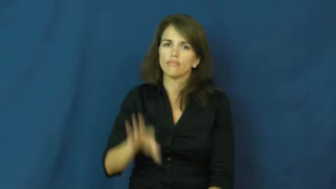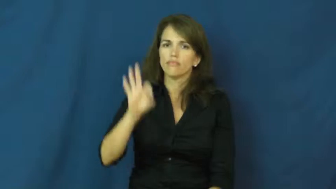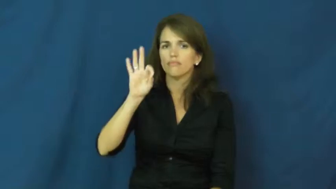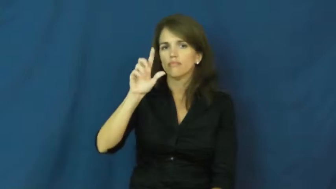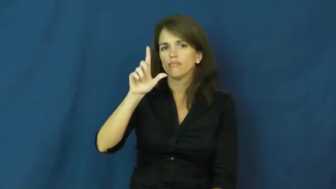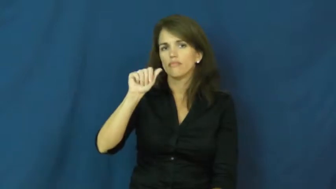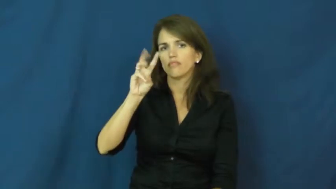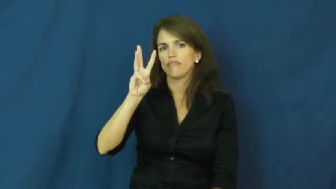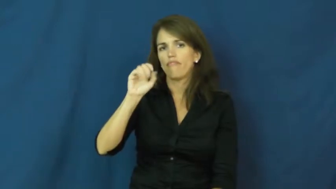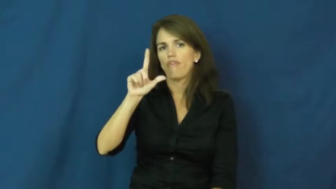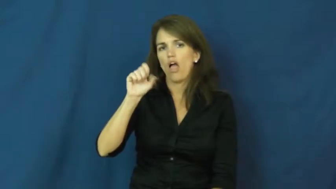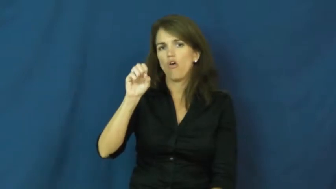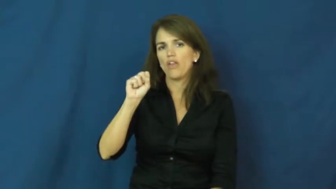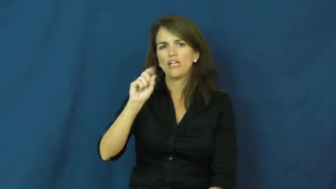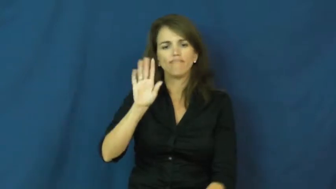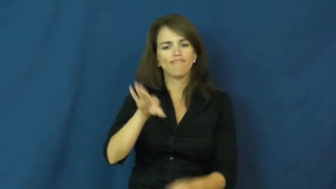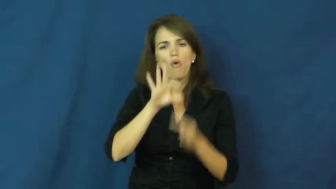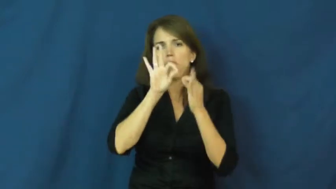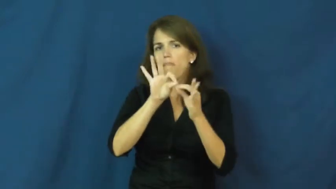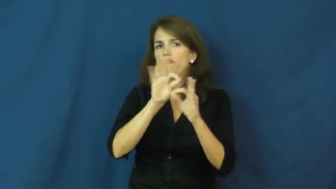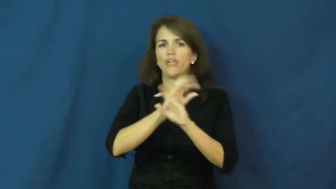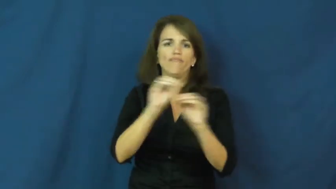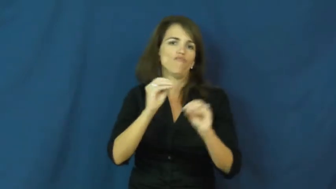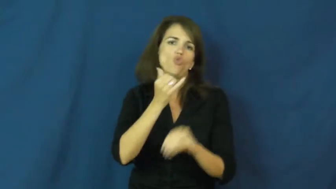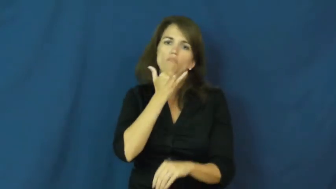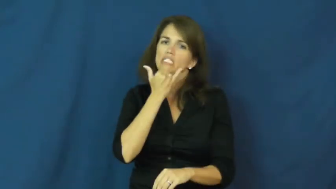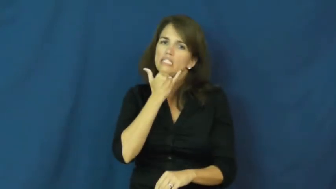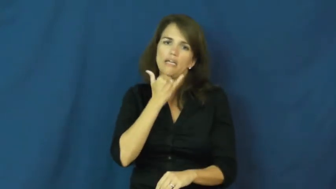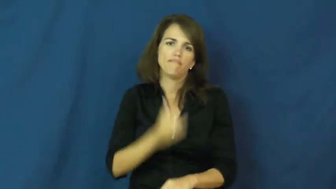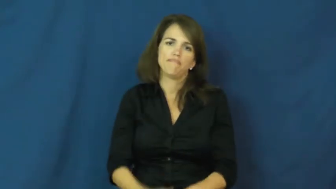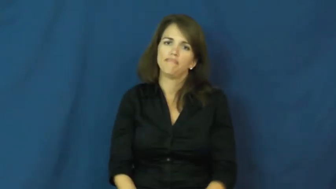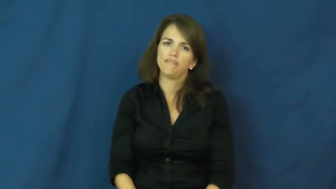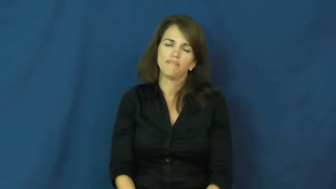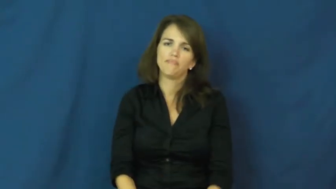flawless